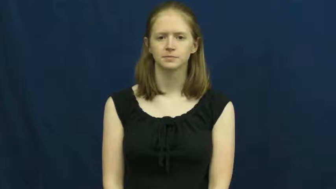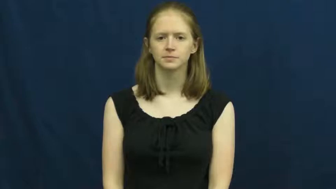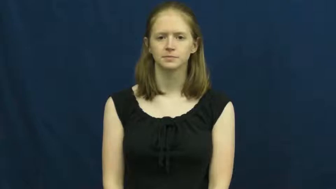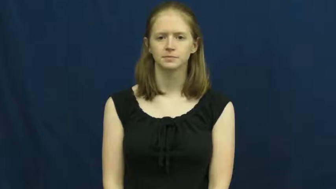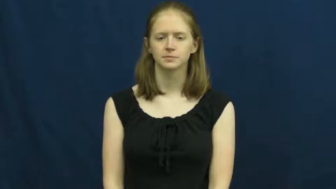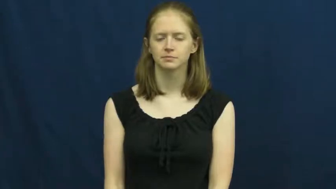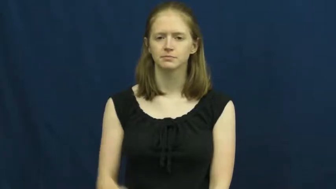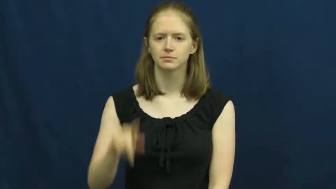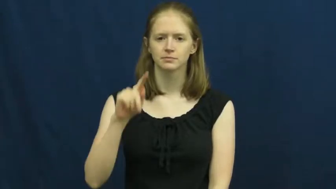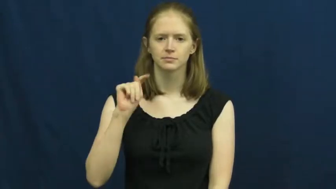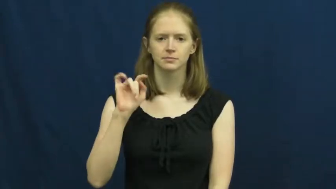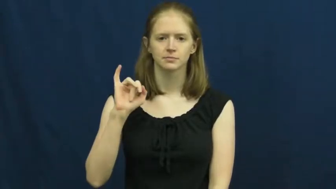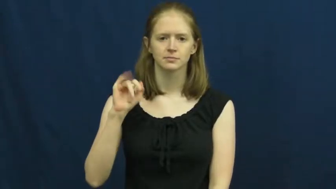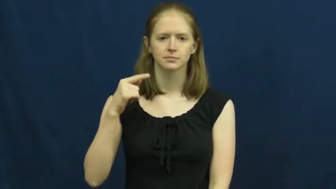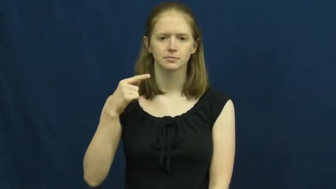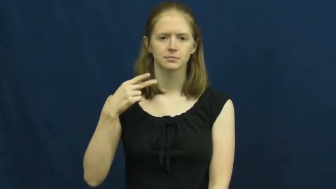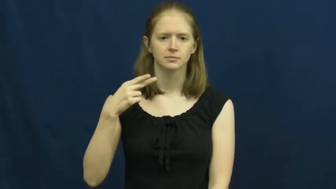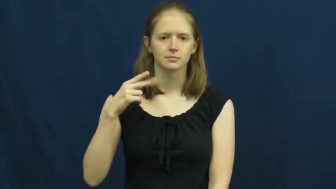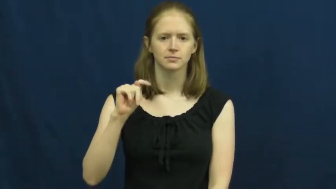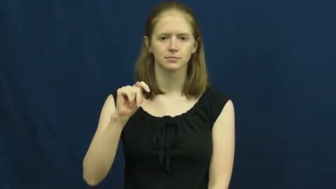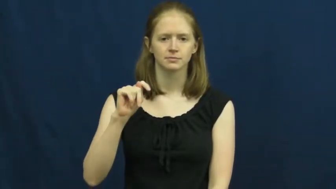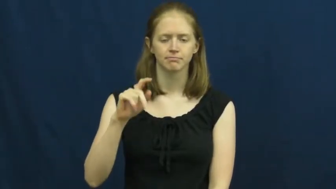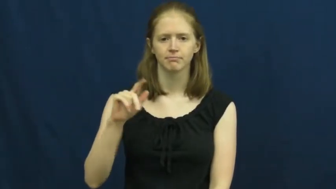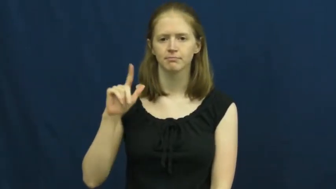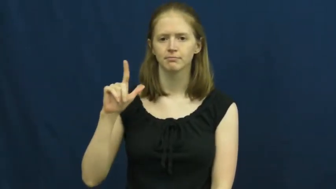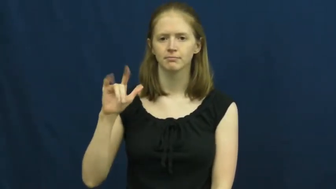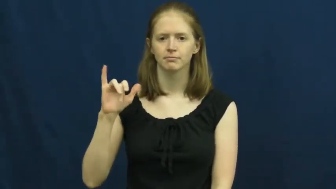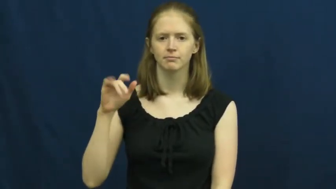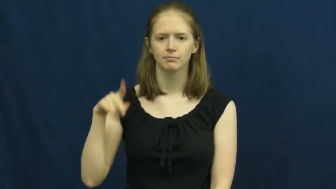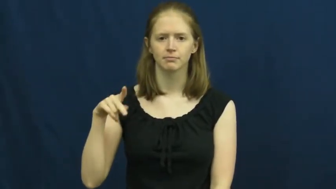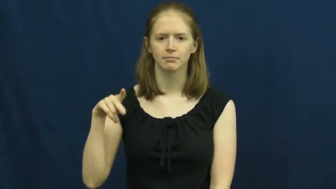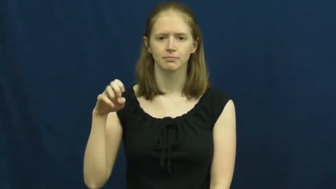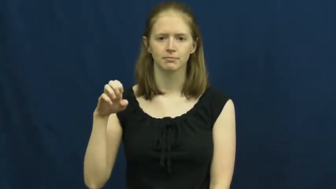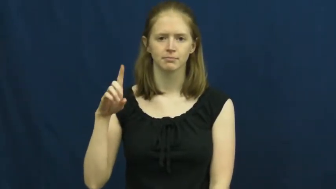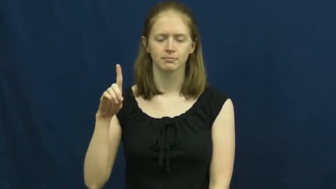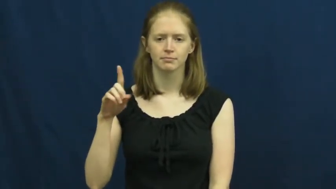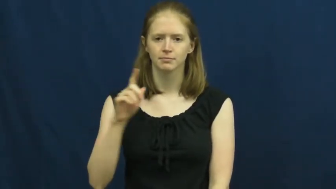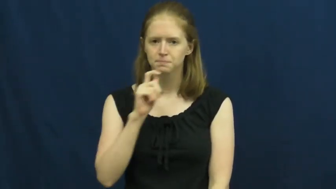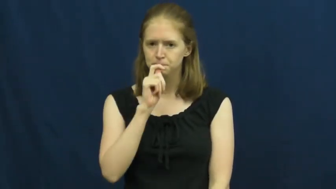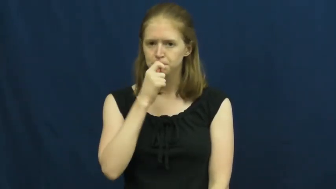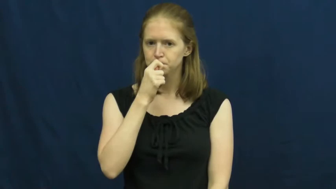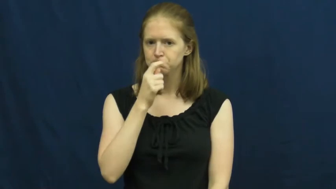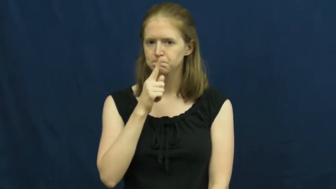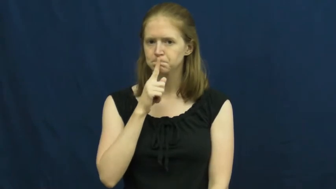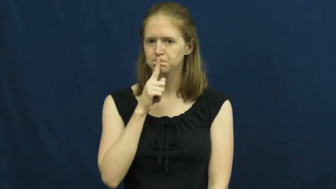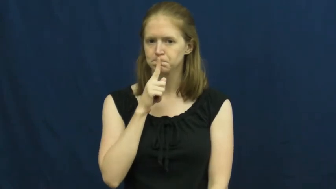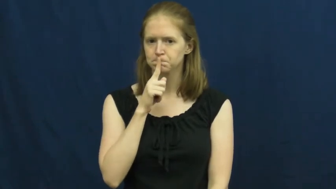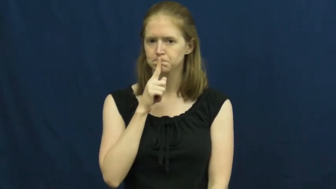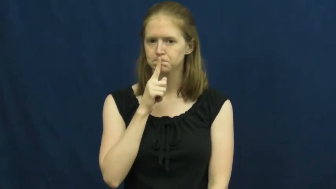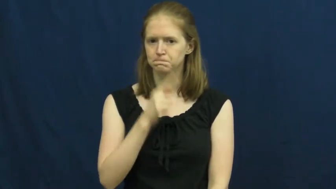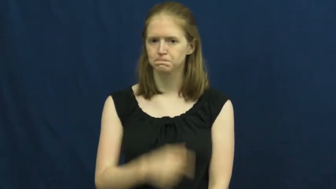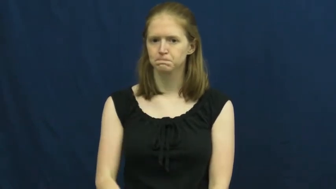tight-lipped